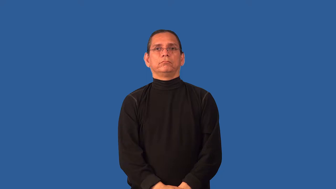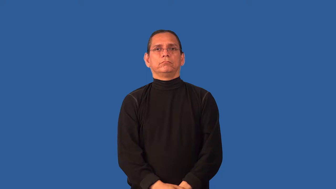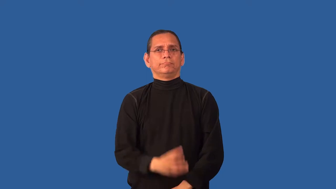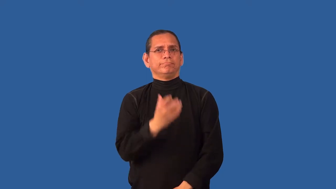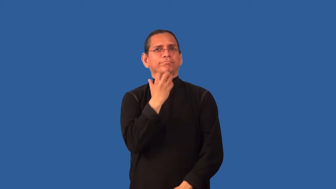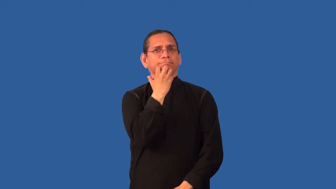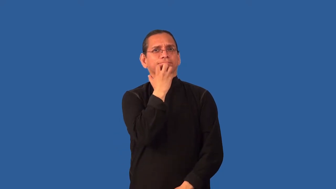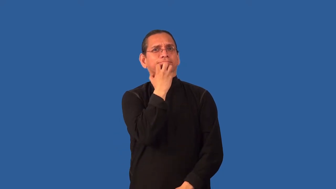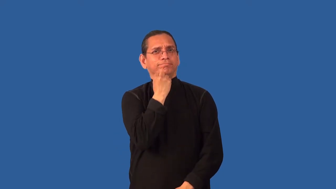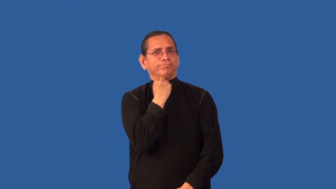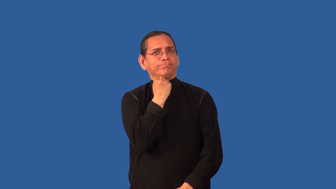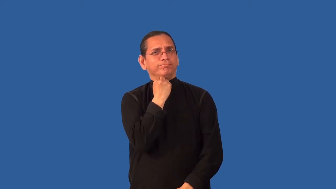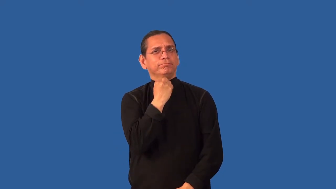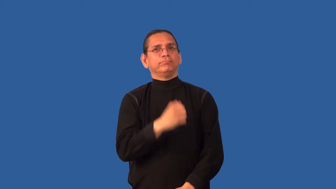cherish,treasure